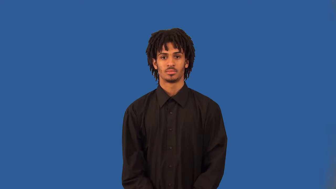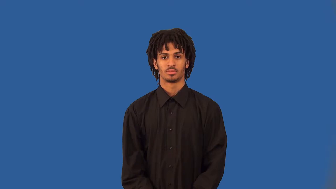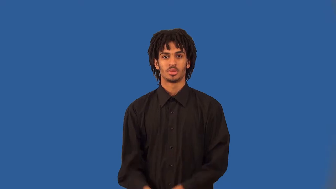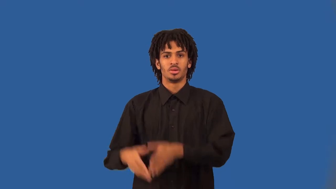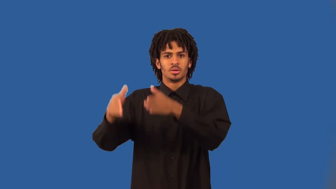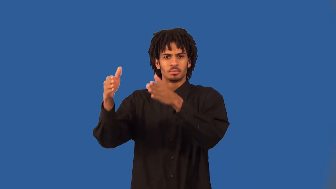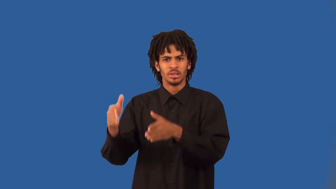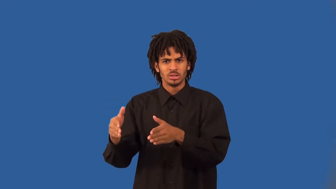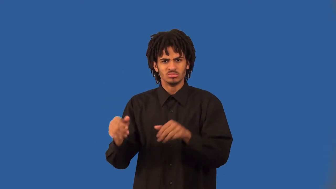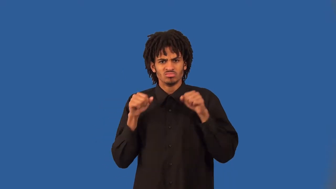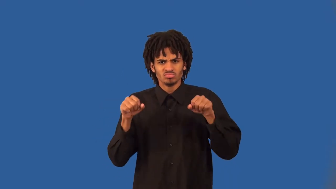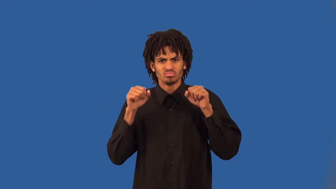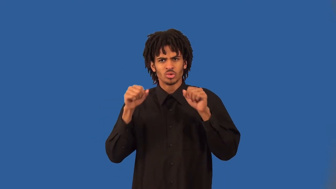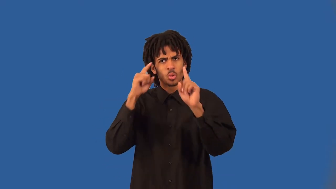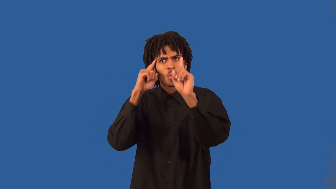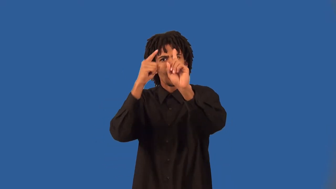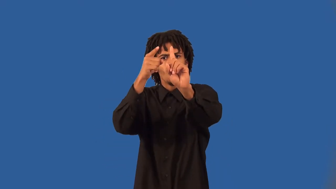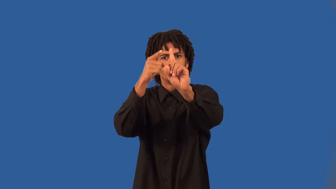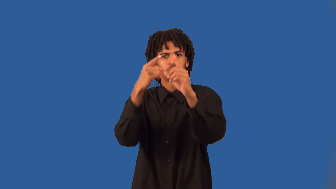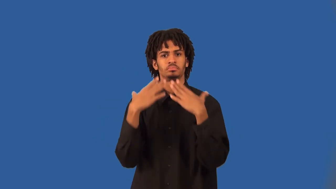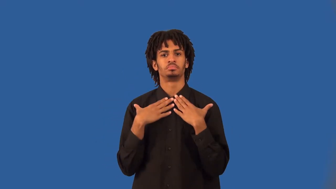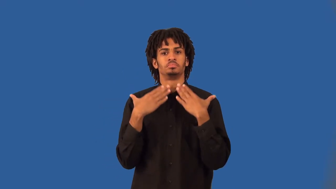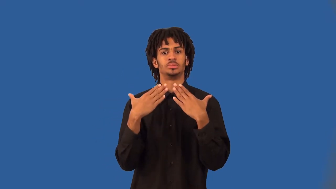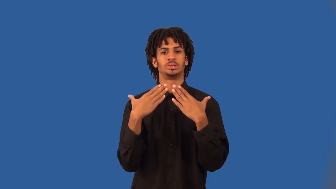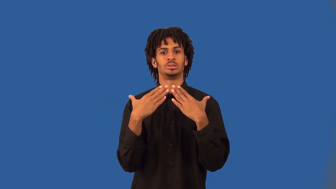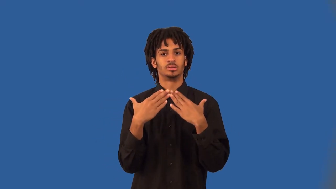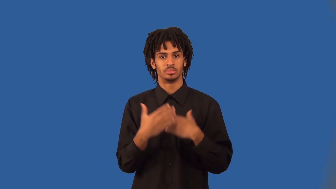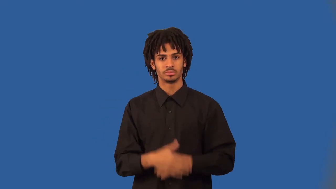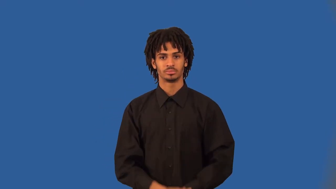bodybuilder